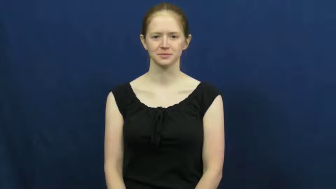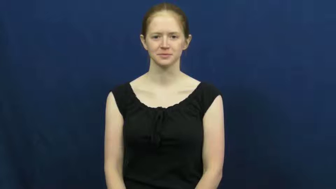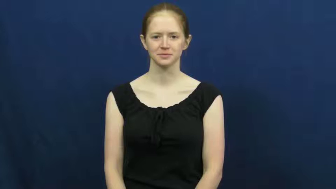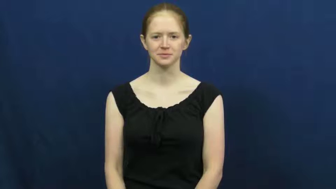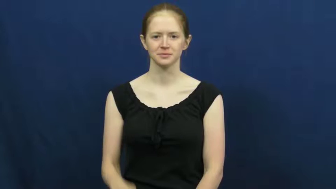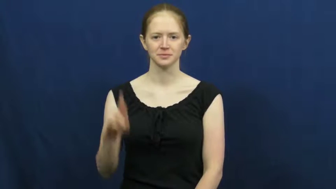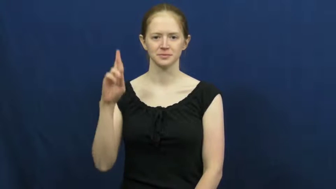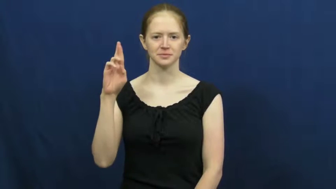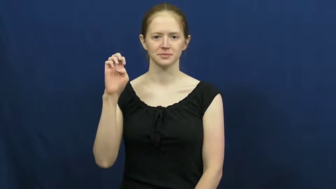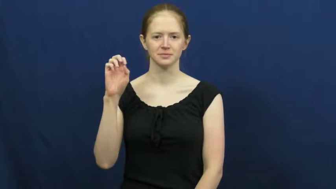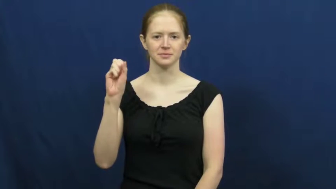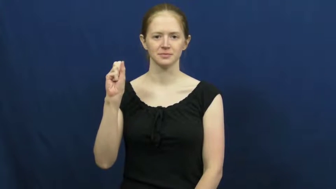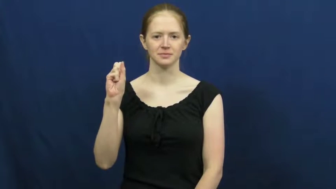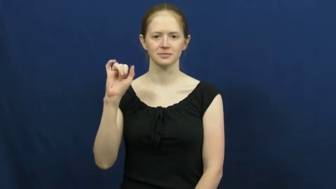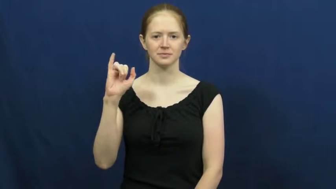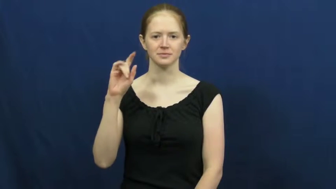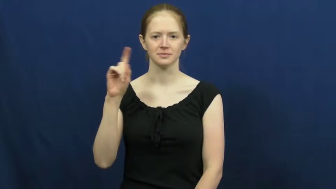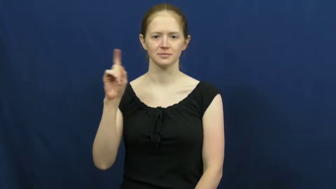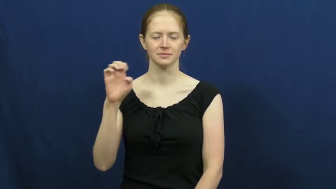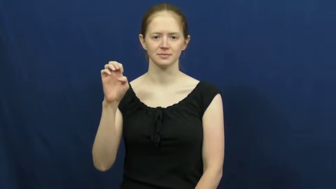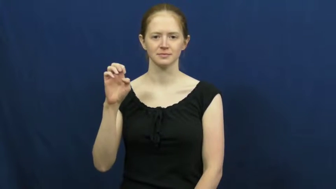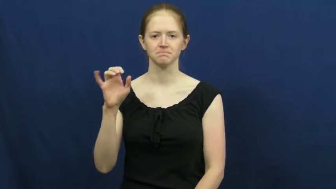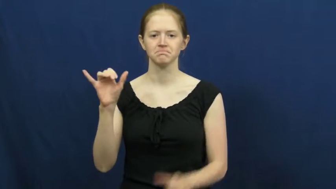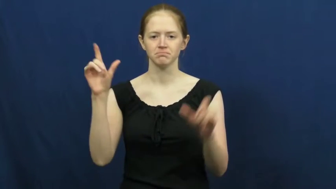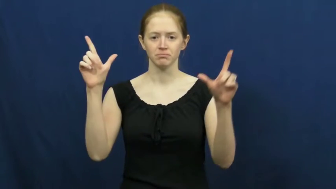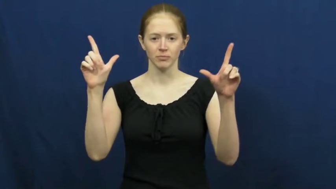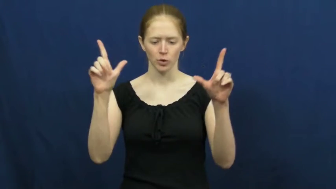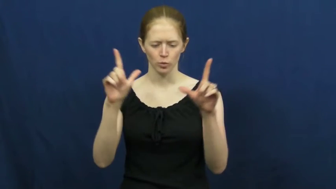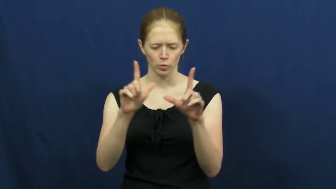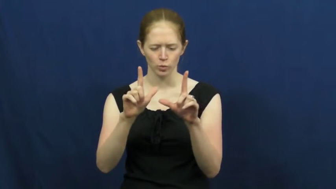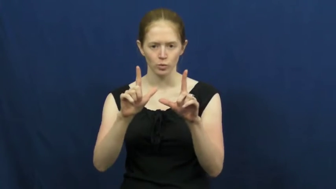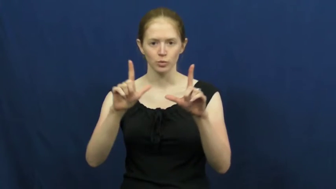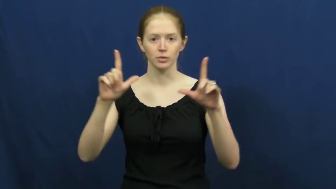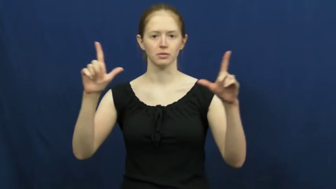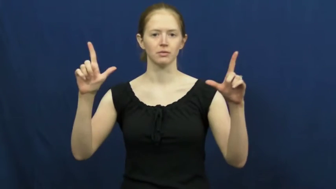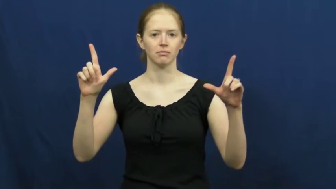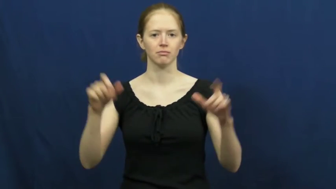resize